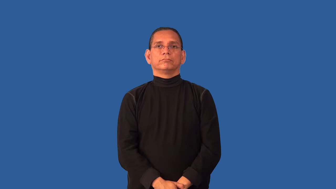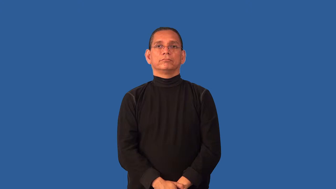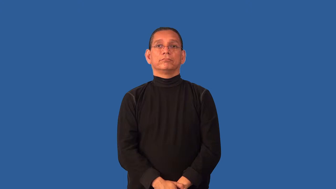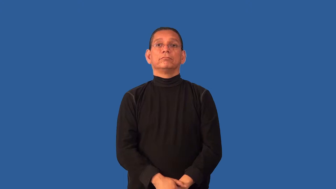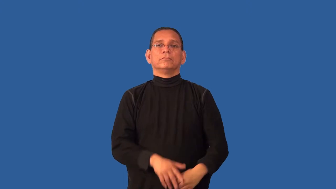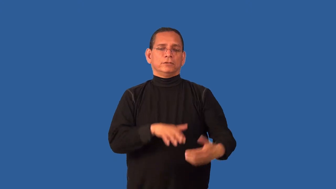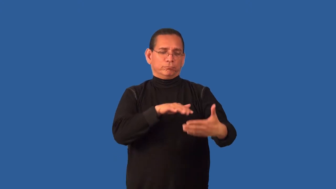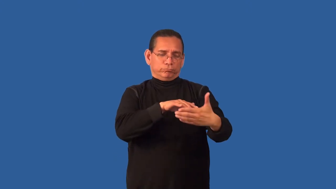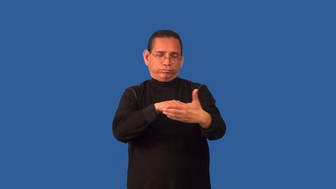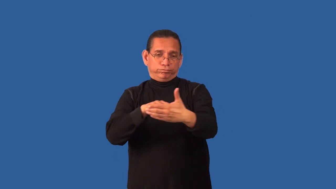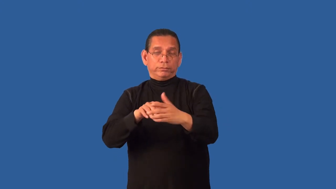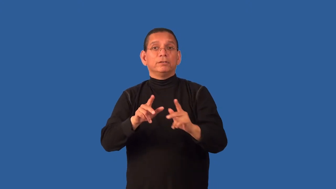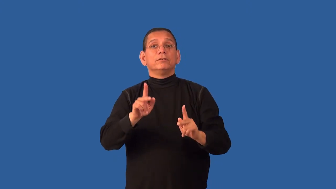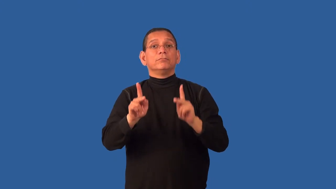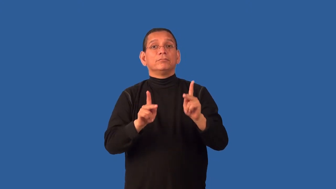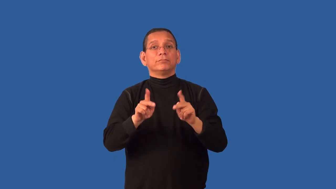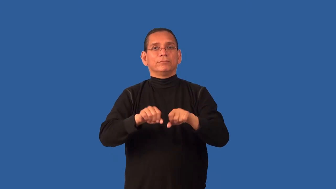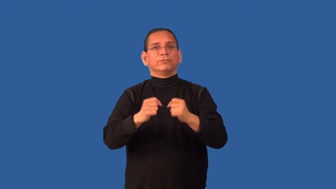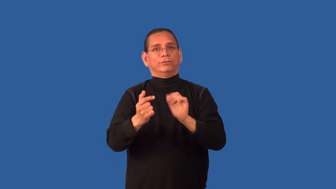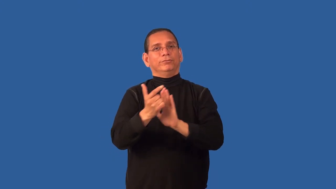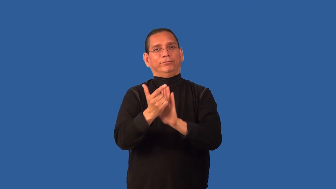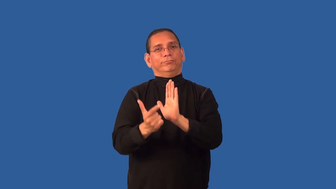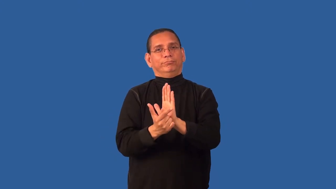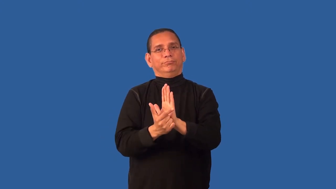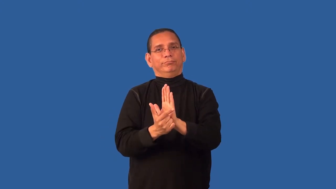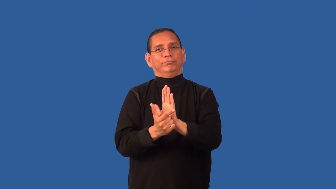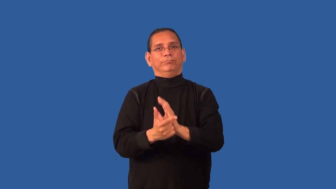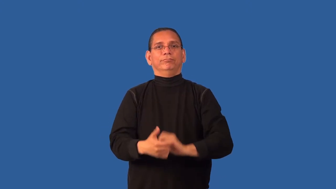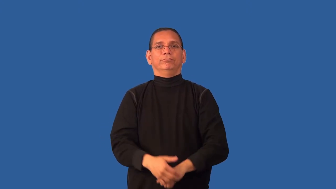criminology